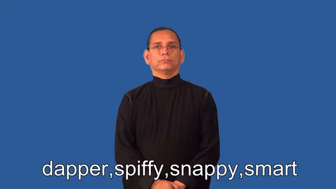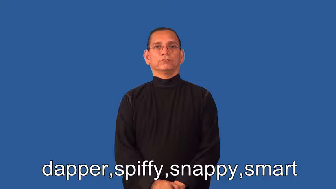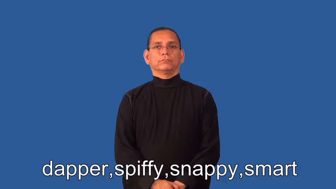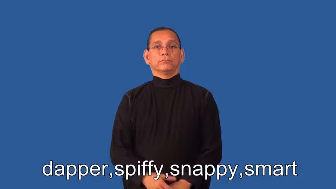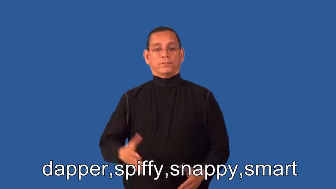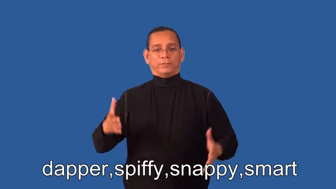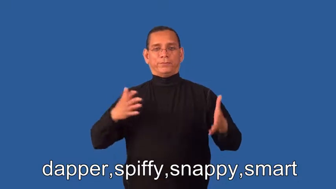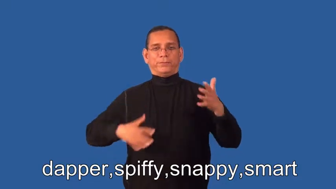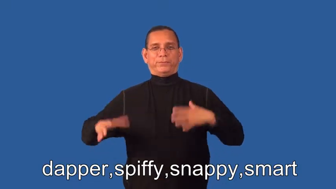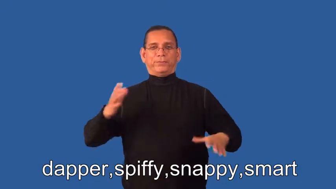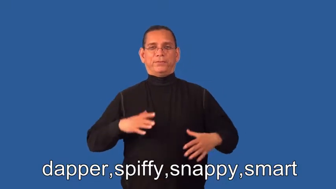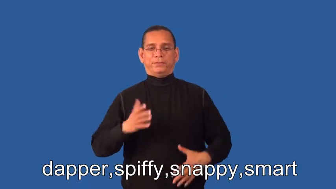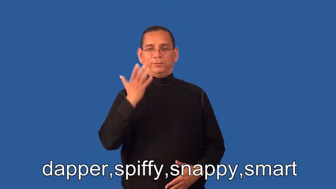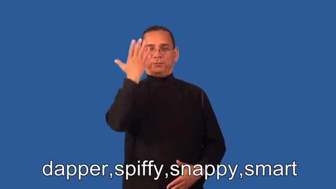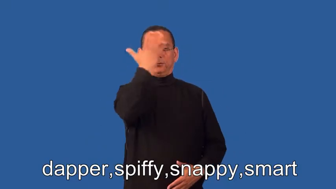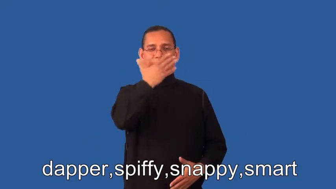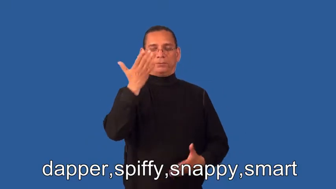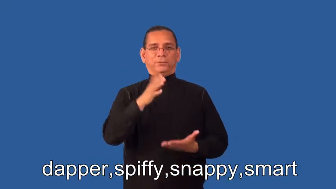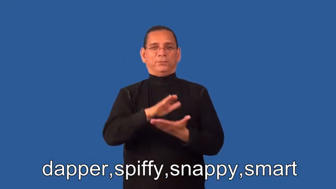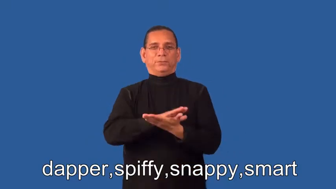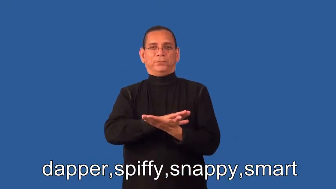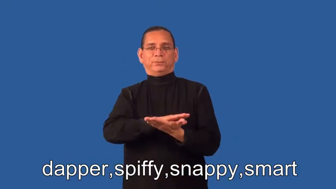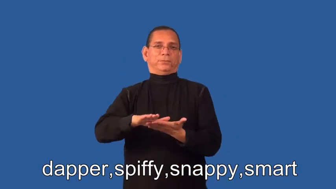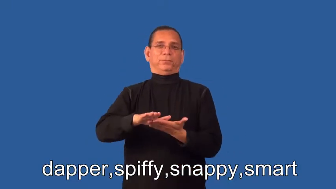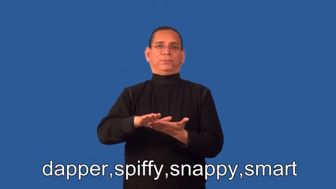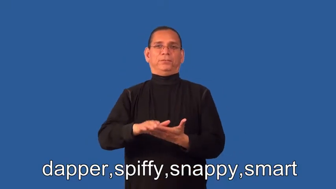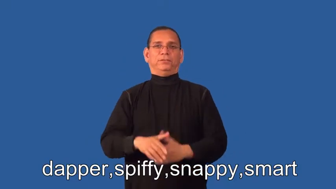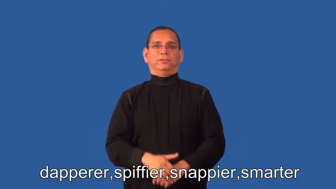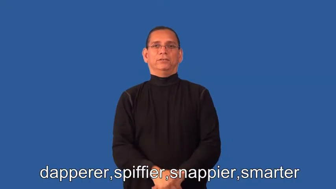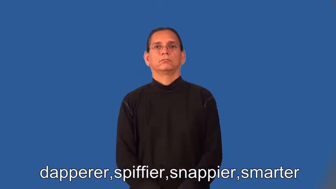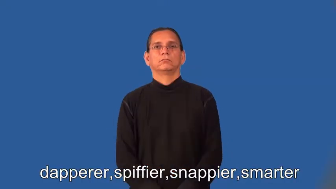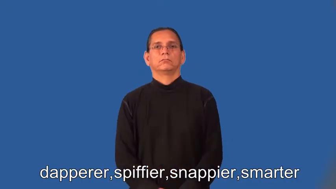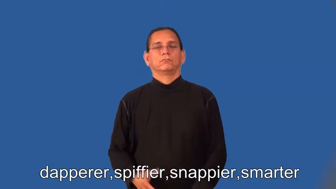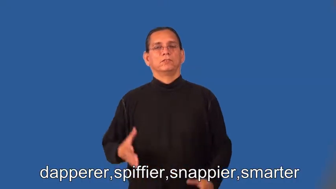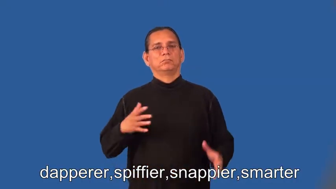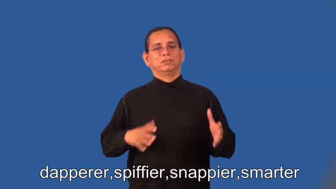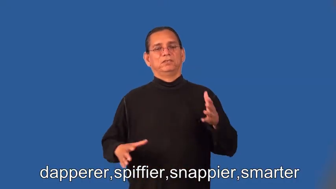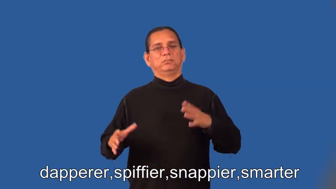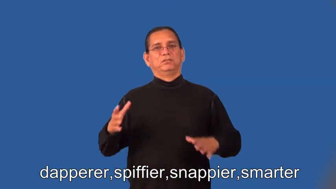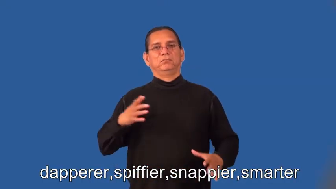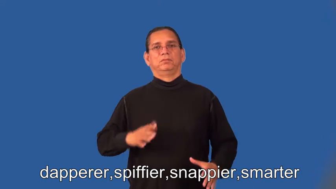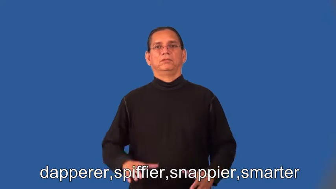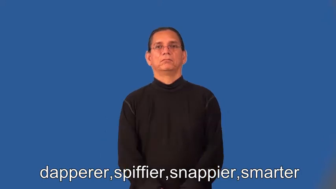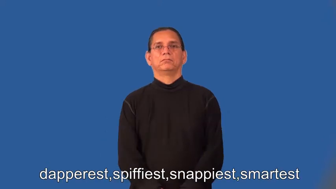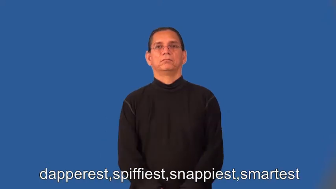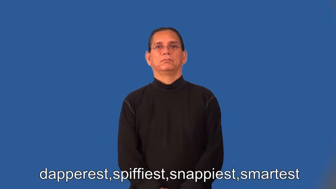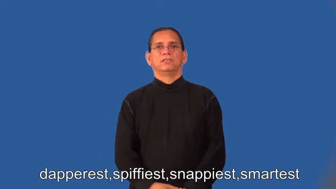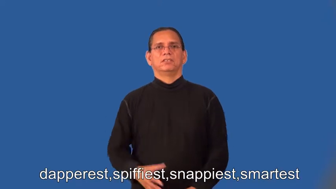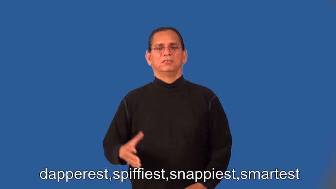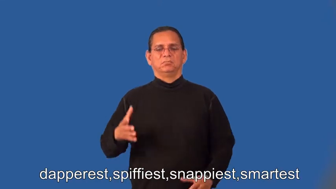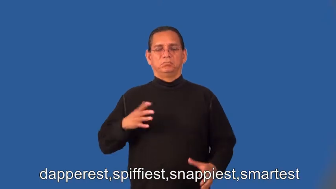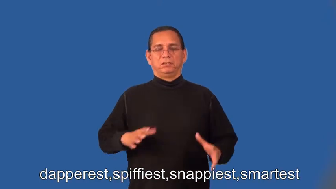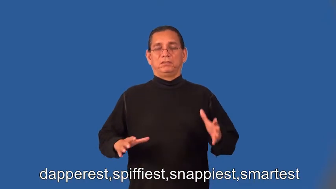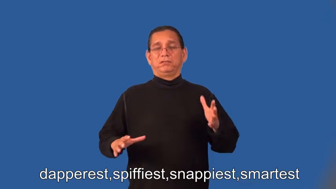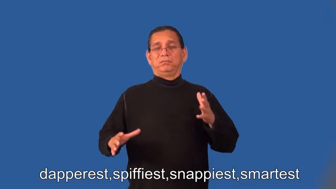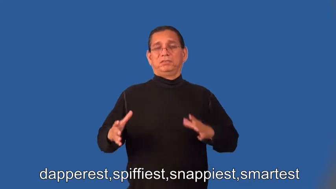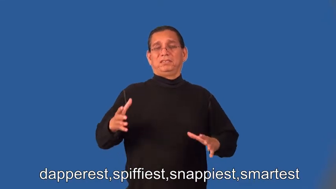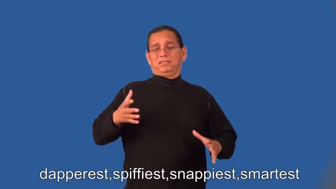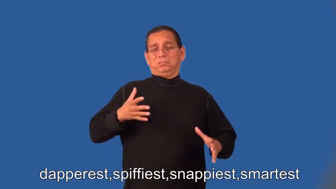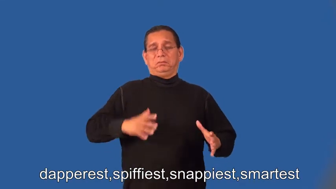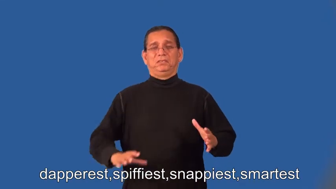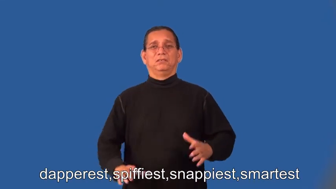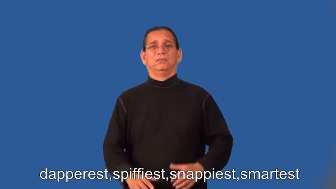dapperer,spiffier,snappier,smarter,dapperest,spiffiest,snappiest,smartest